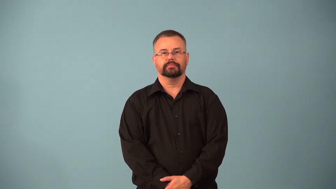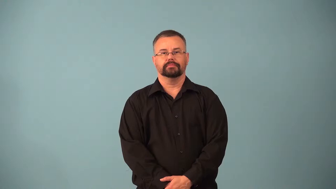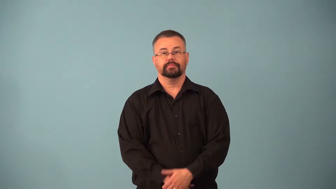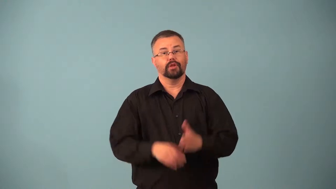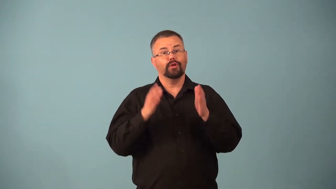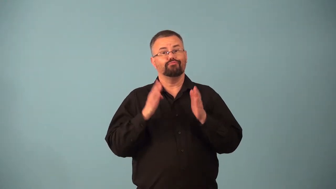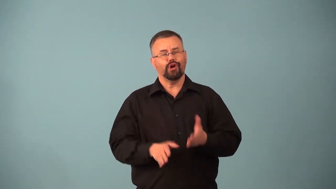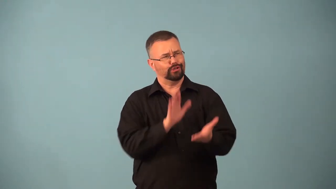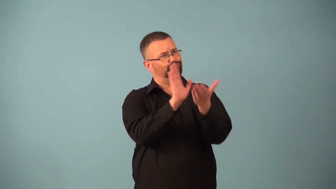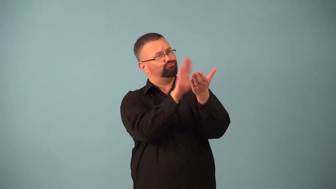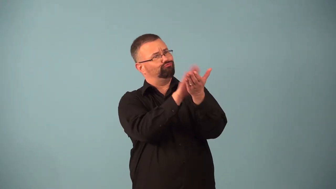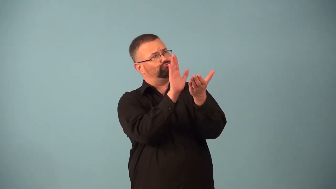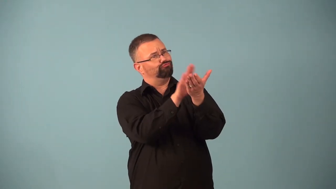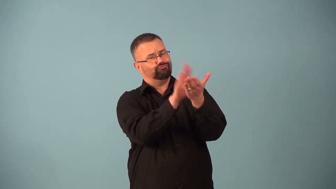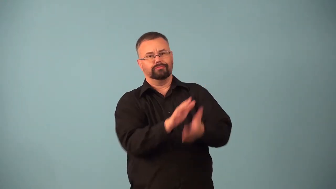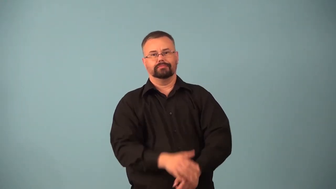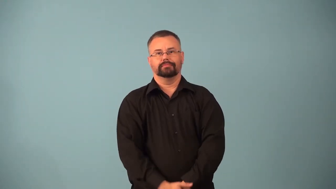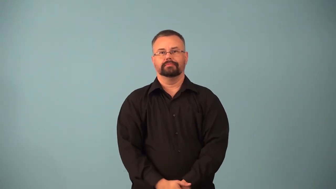applauder